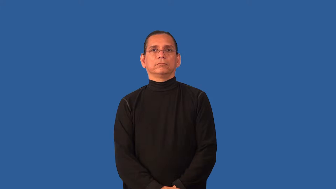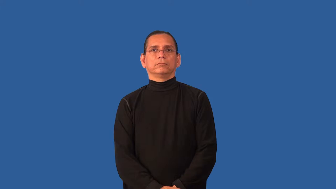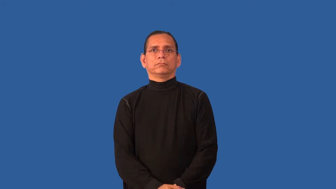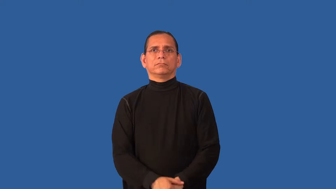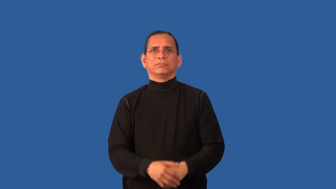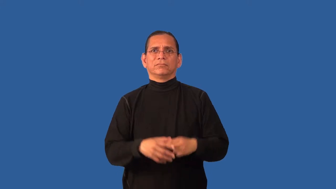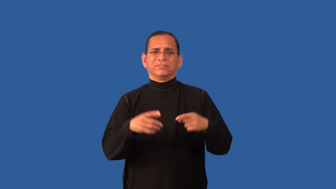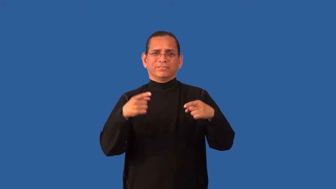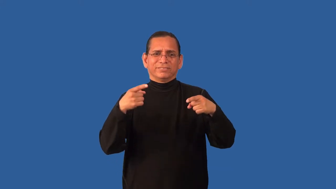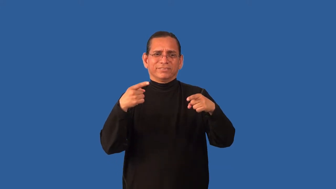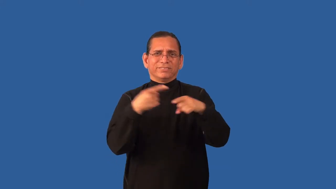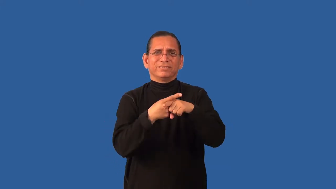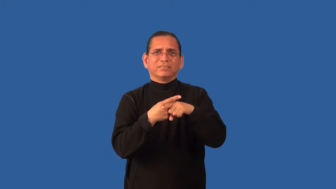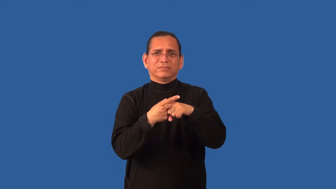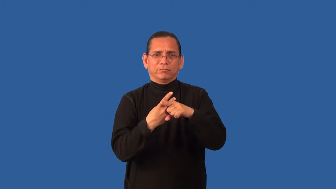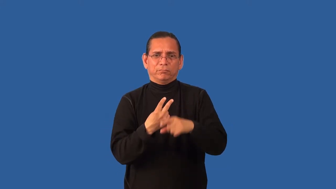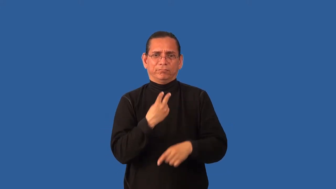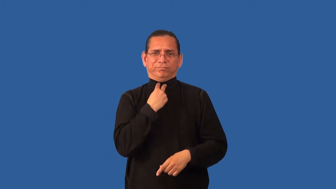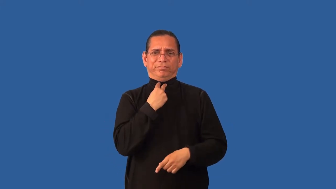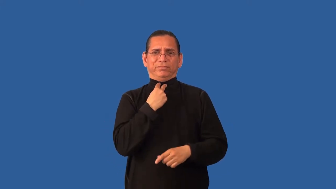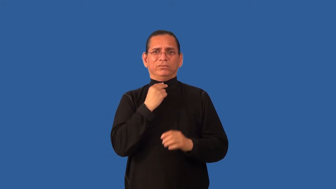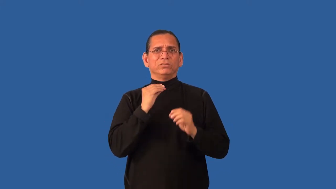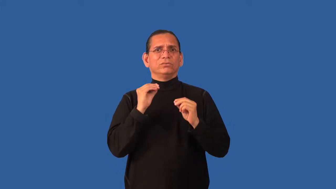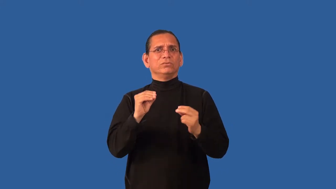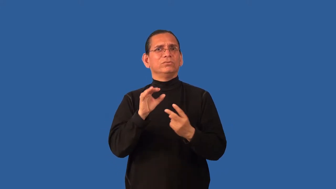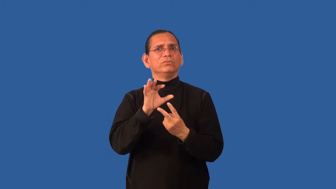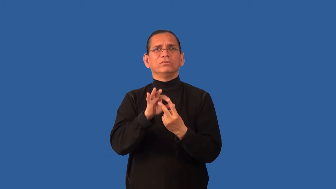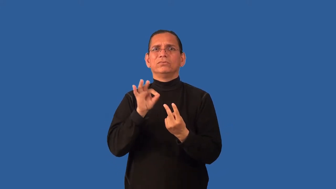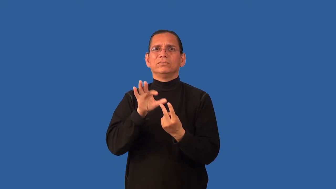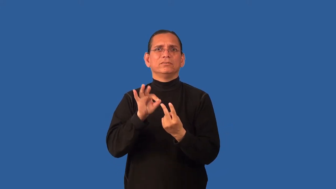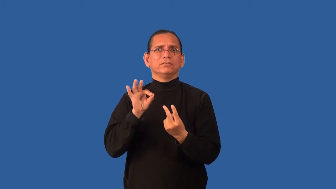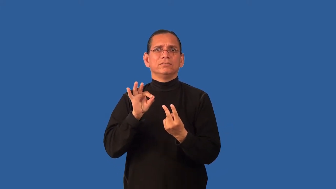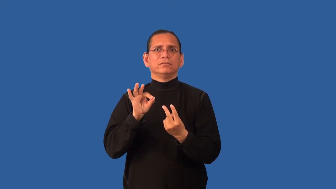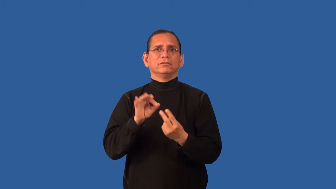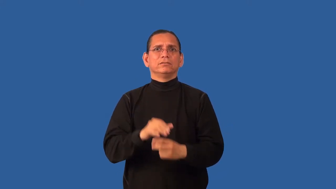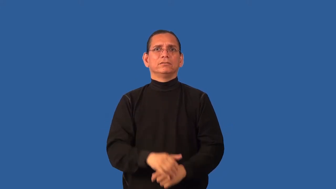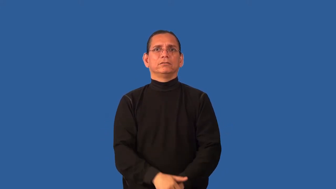catch-catch 22 idea